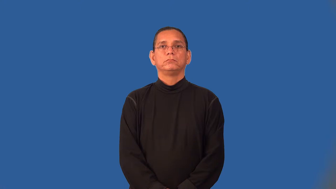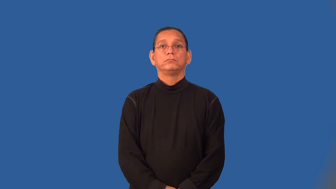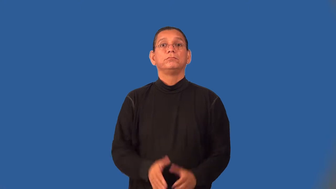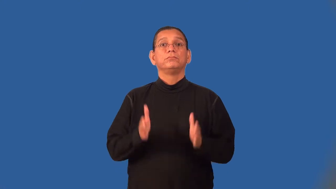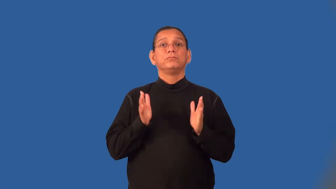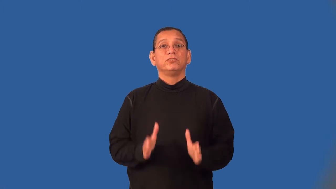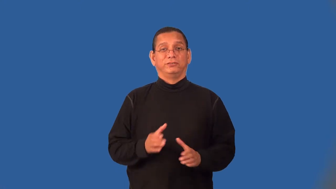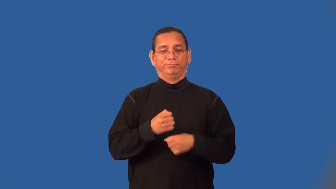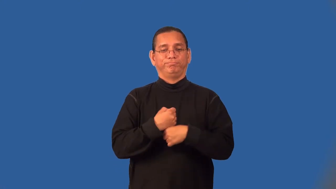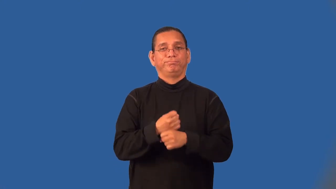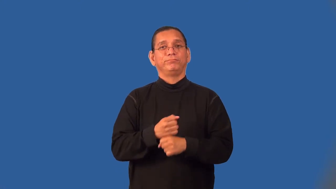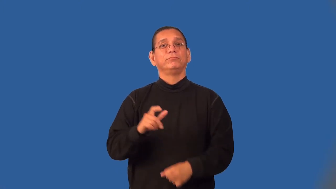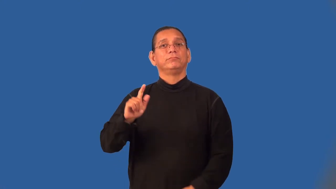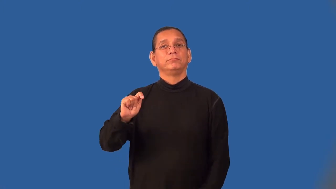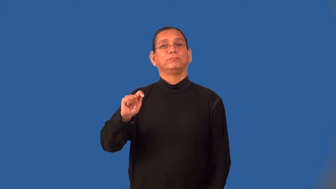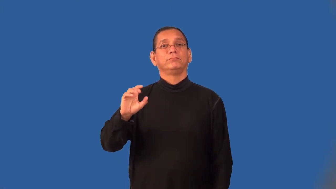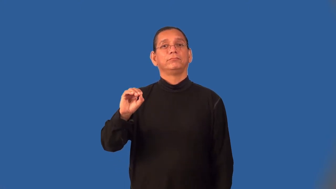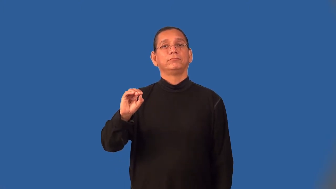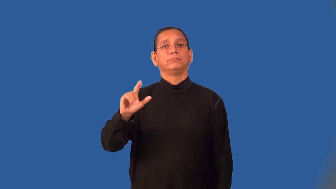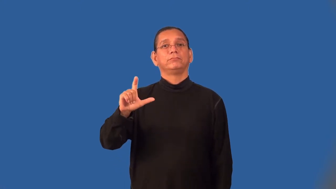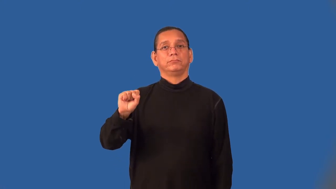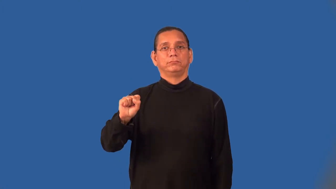toolmaker